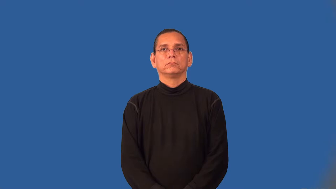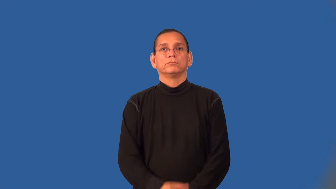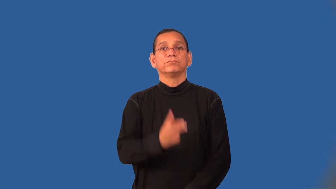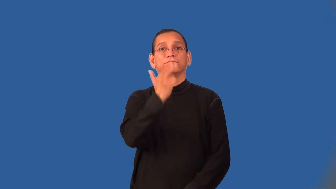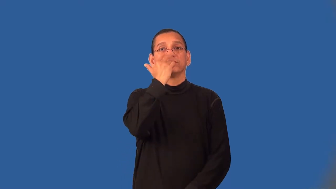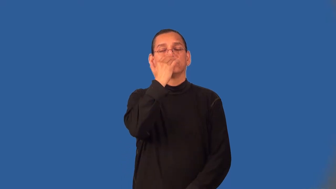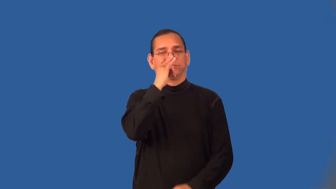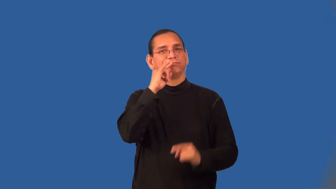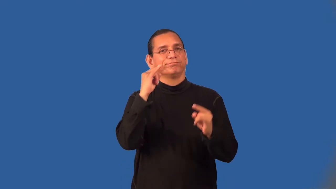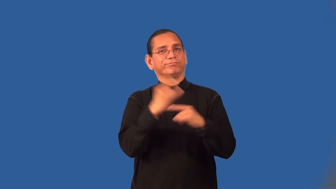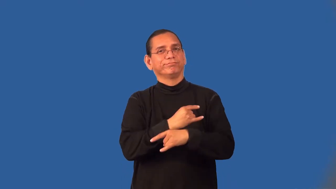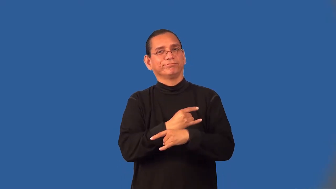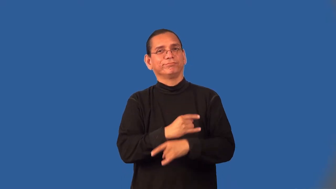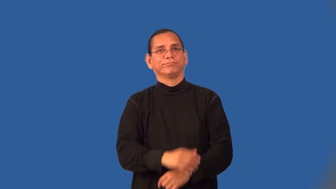wry,dry